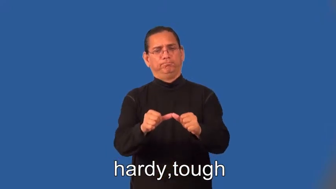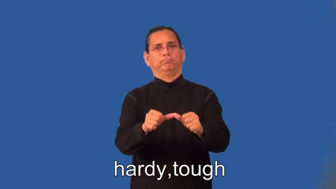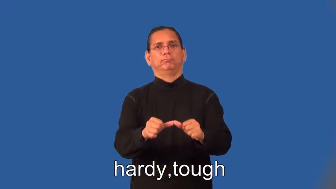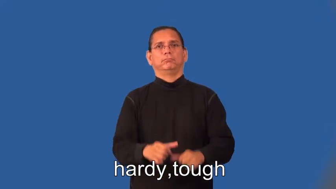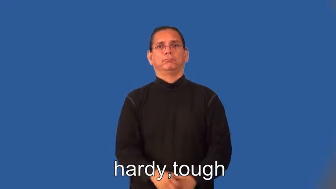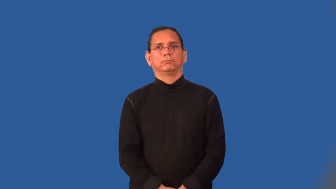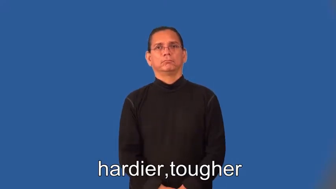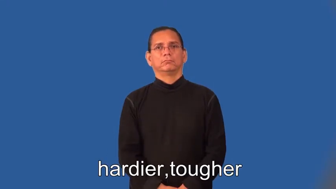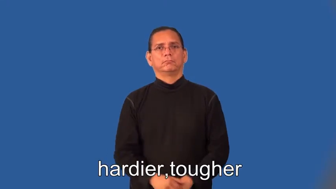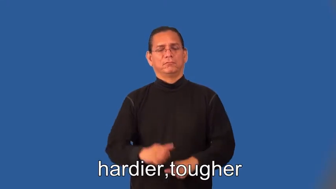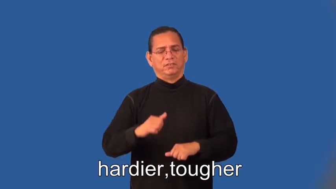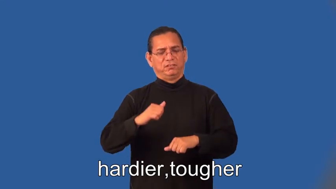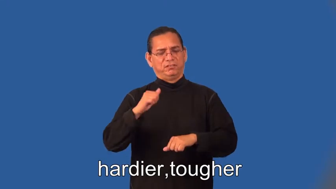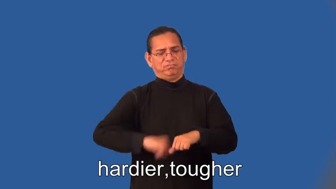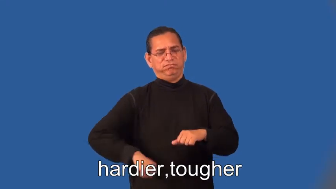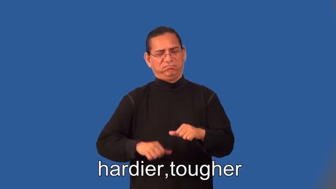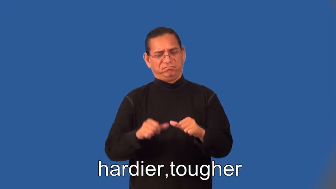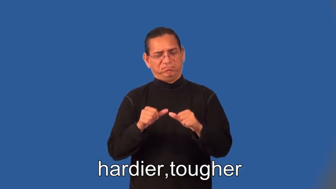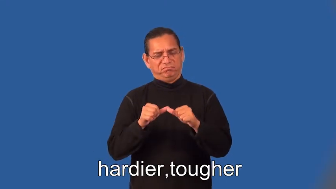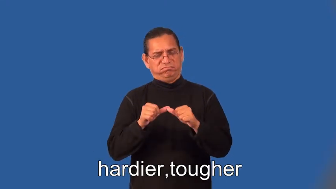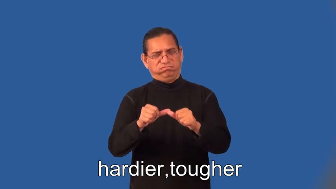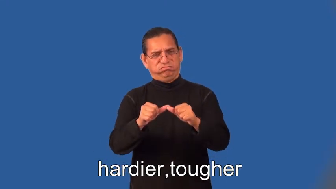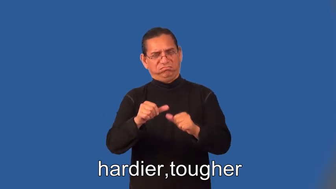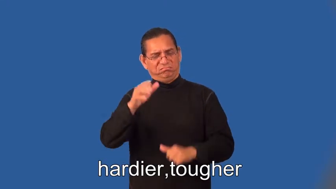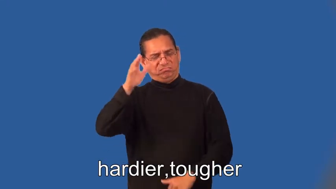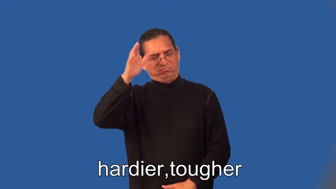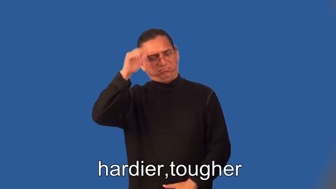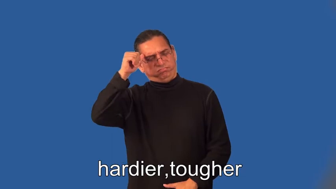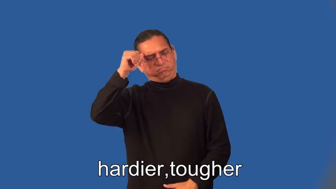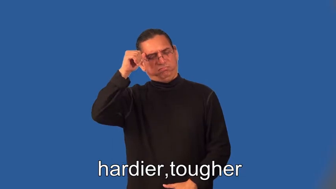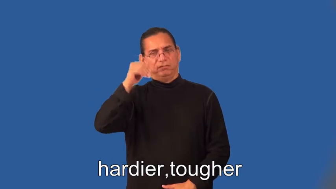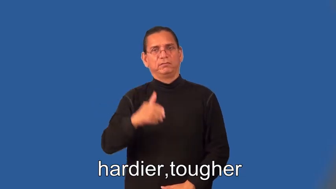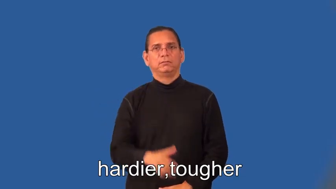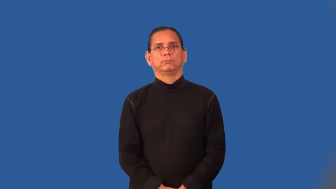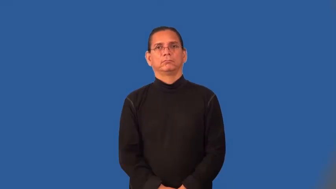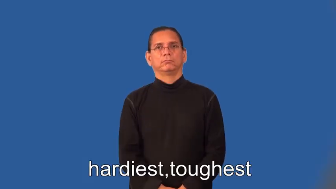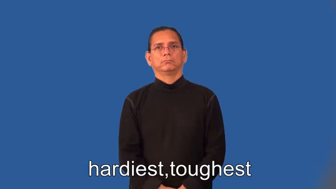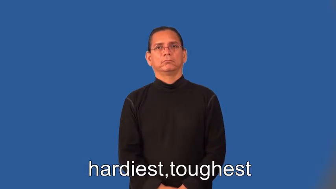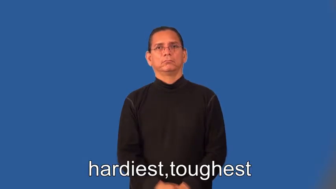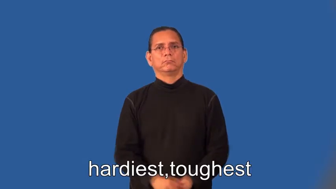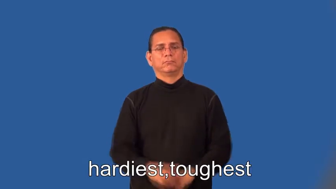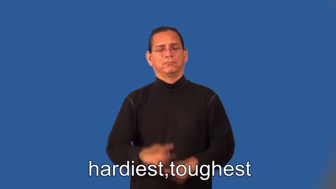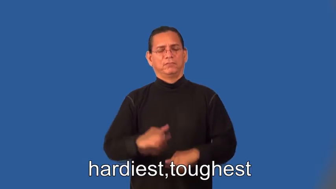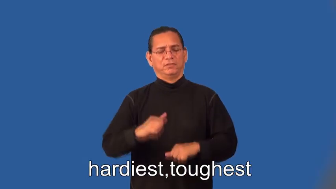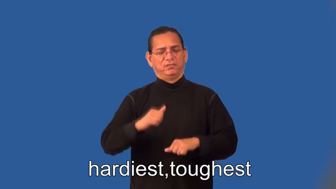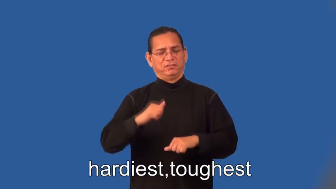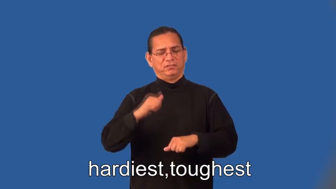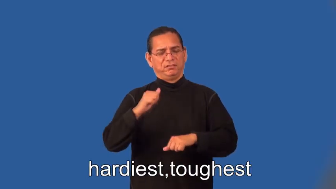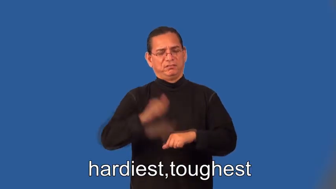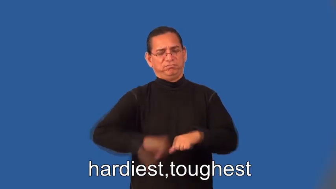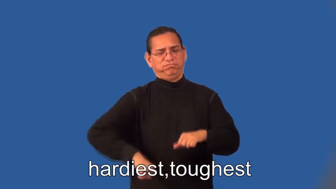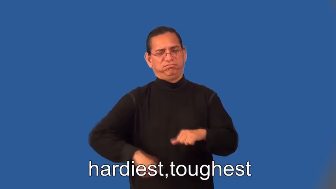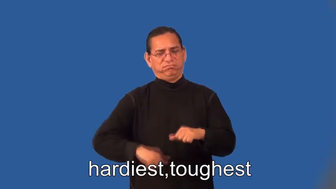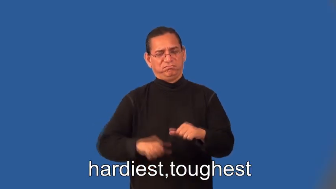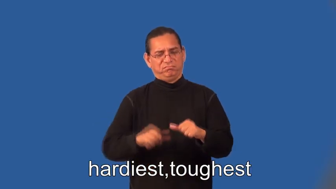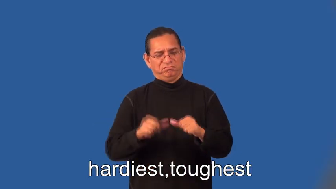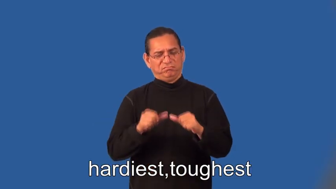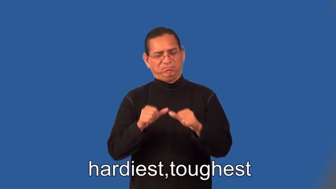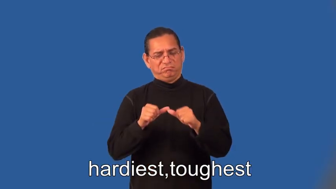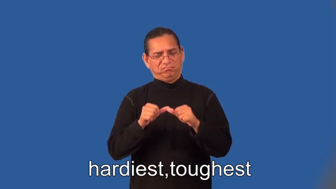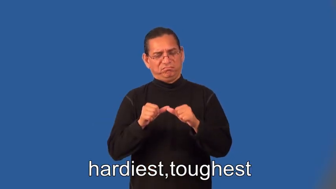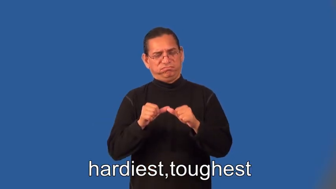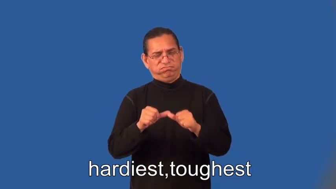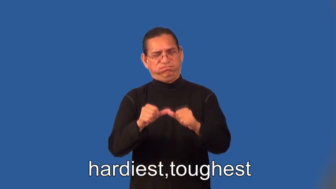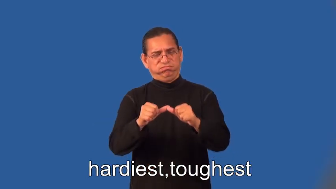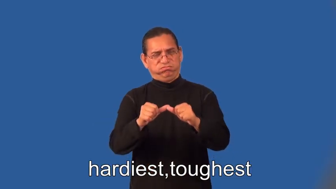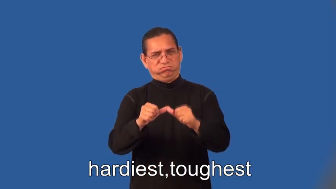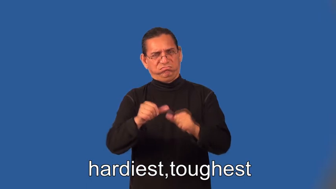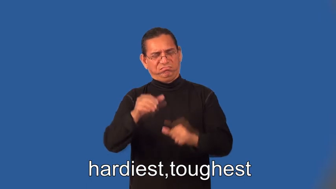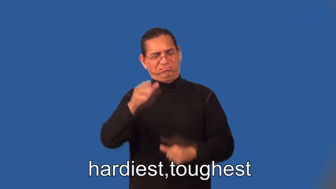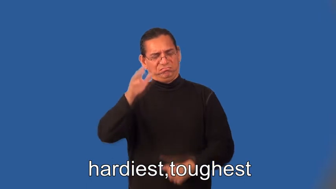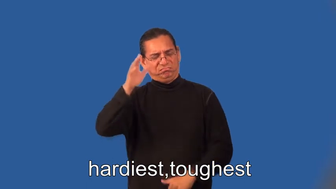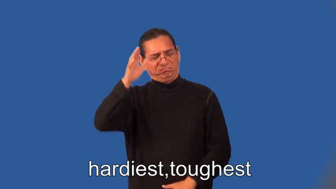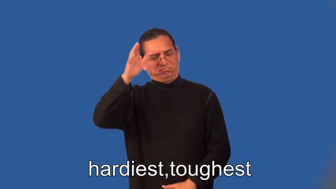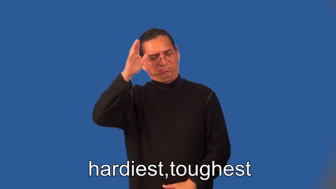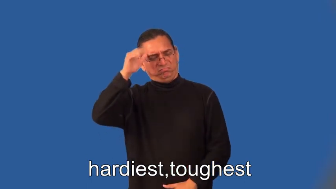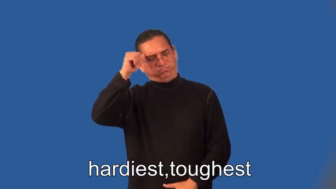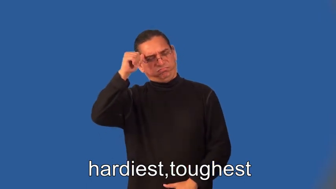hardier,tougher,hardiest,toughest